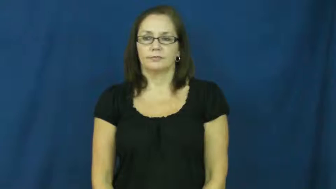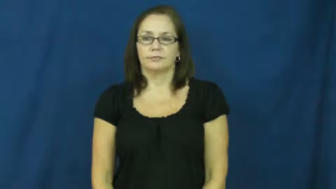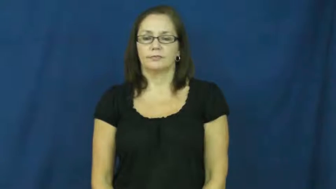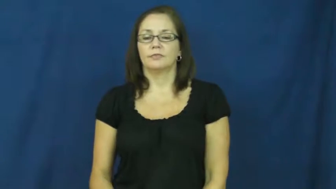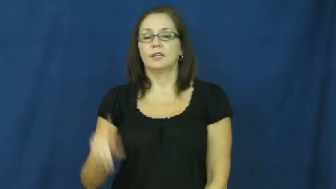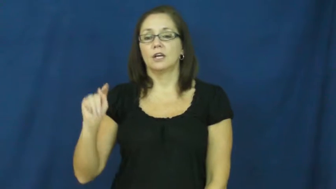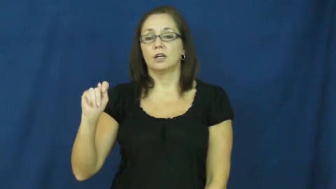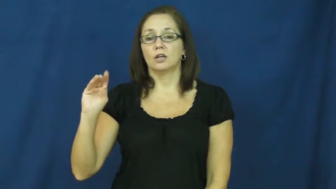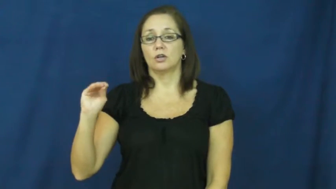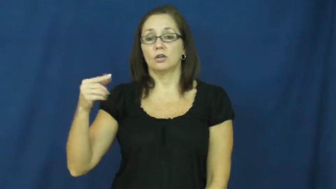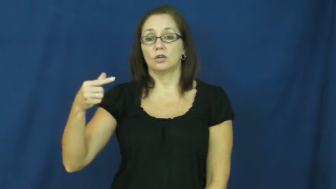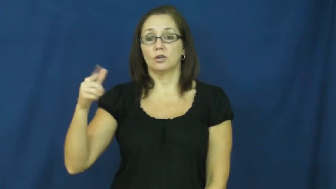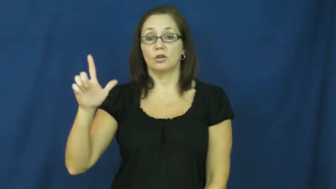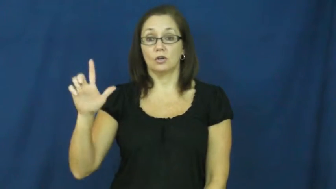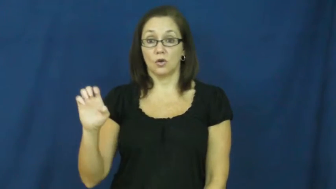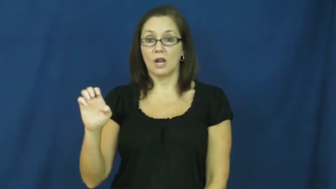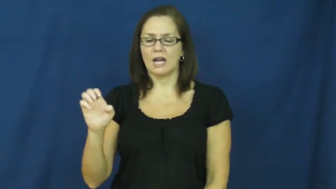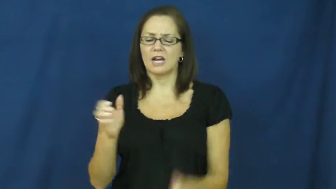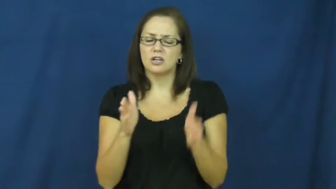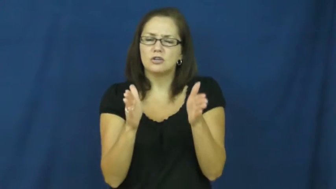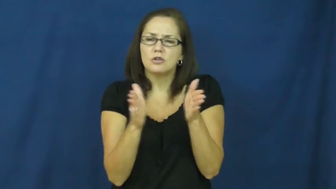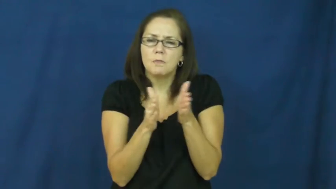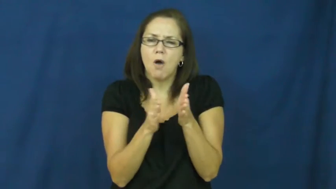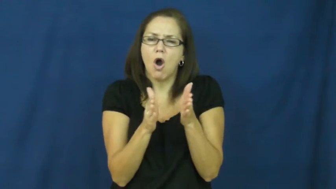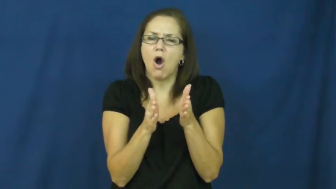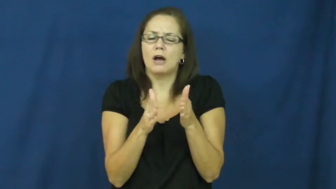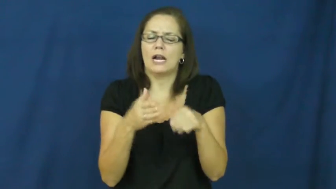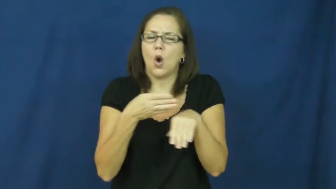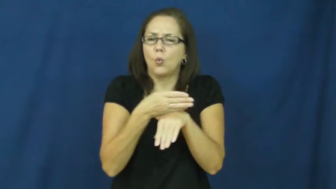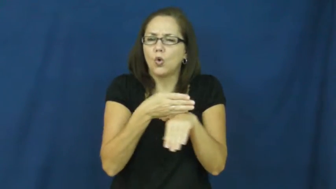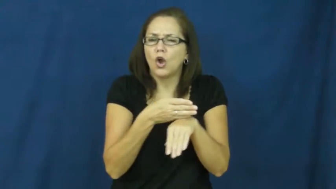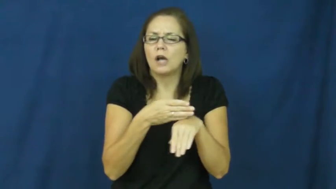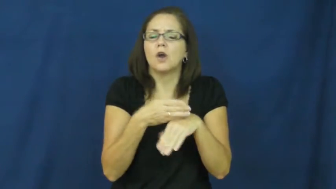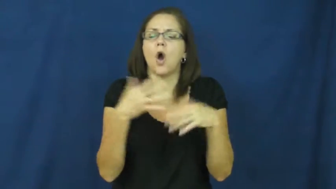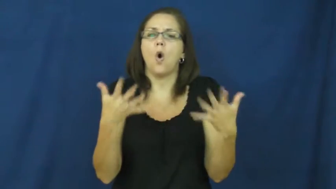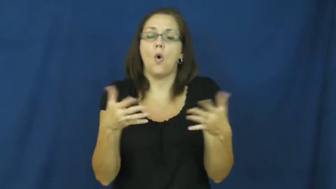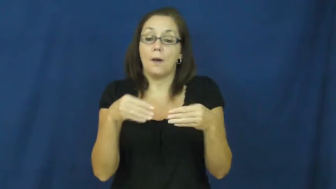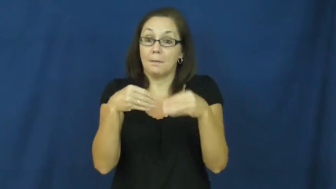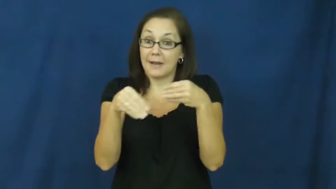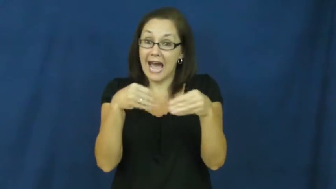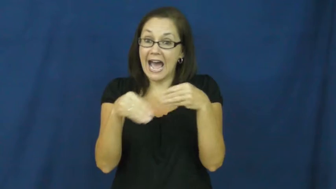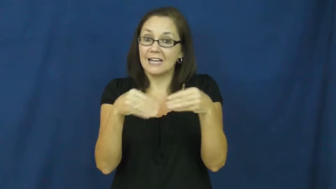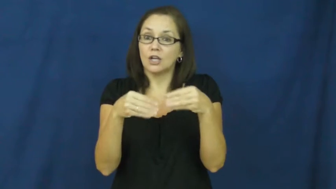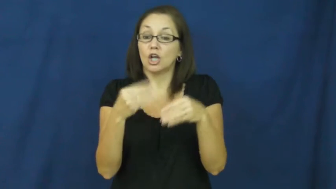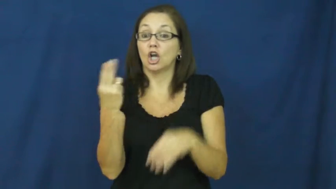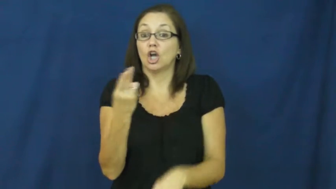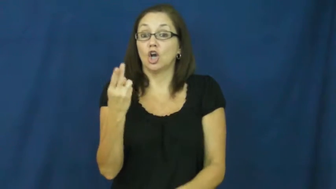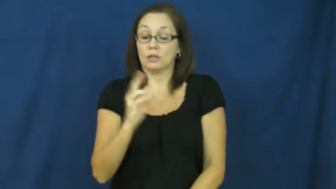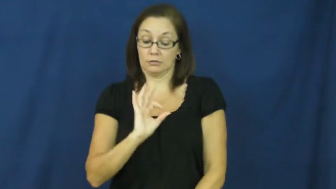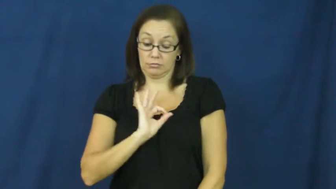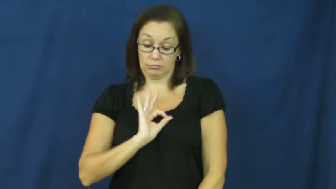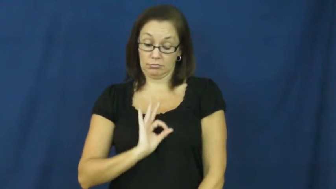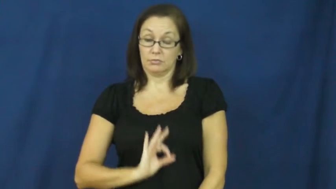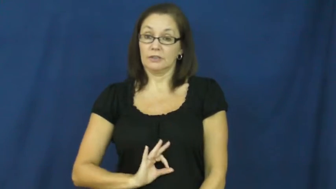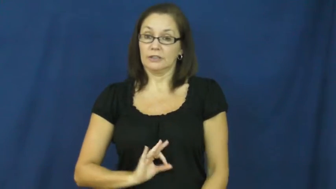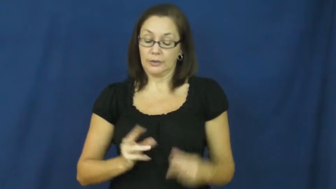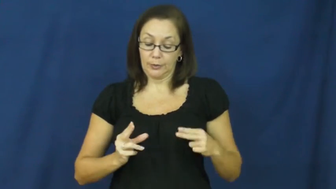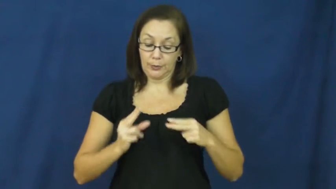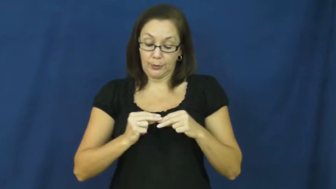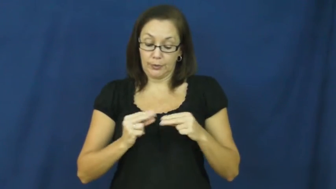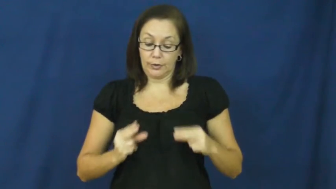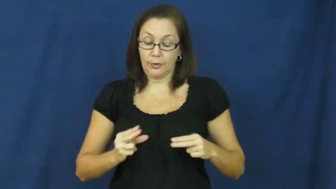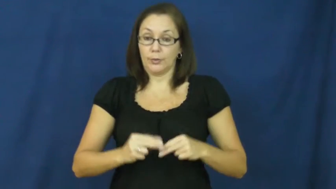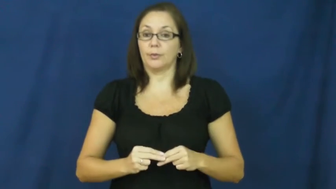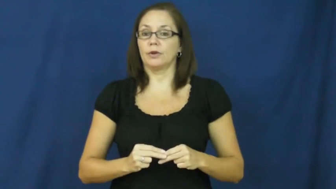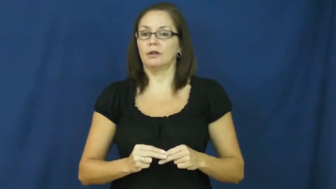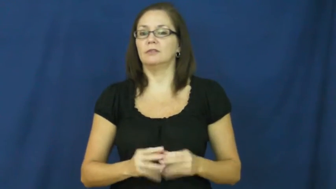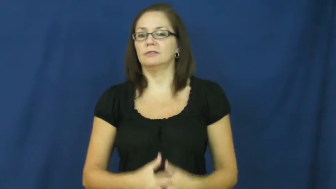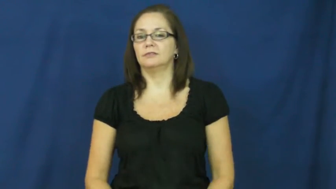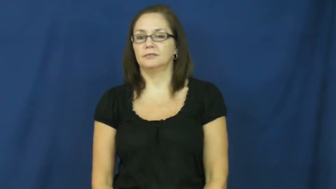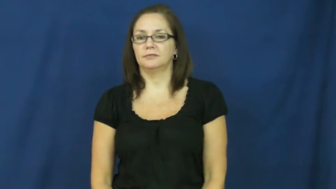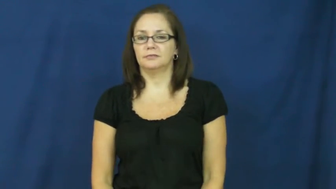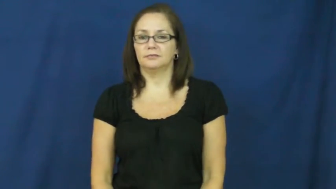toggle-button